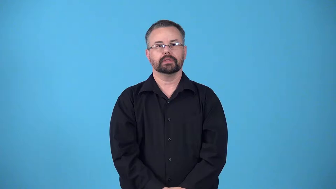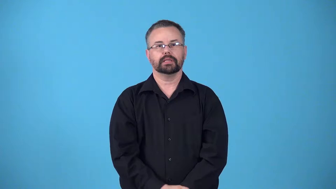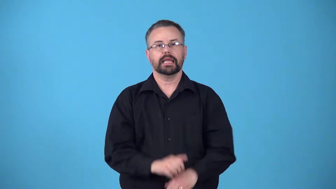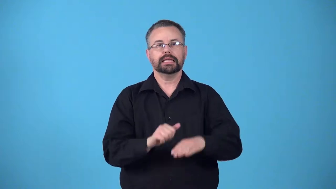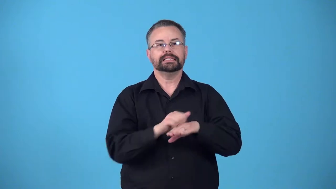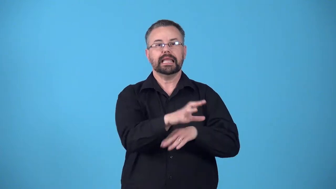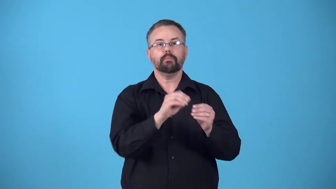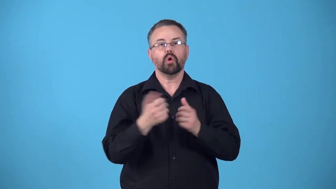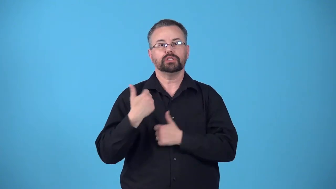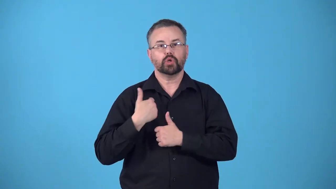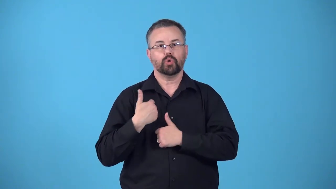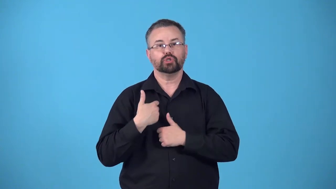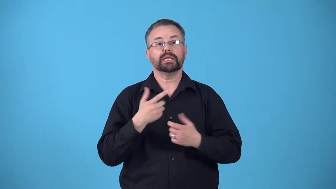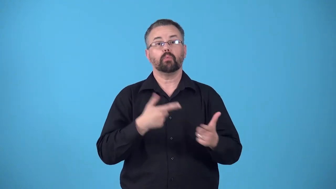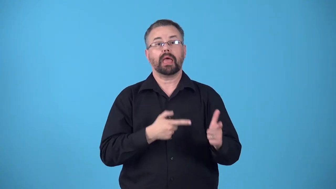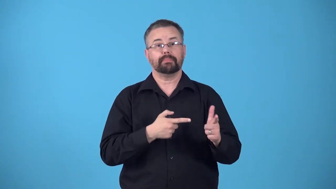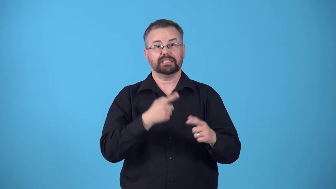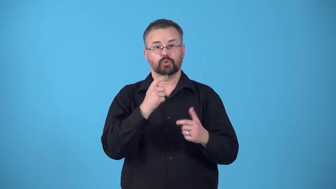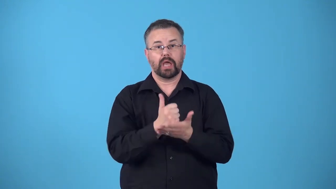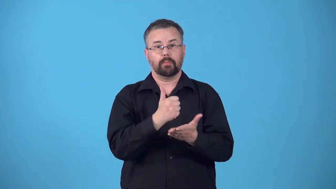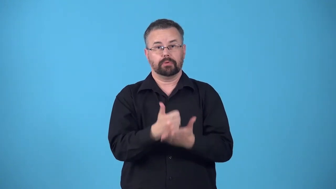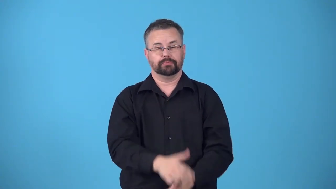reinforcements-army